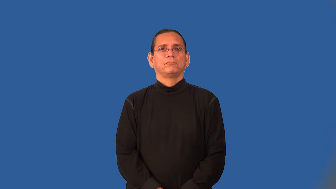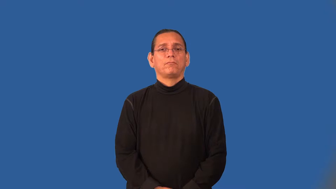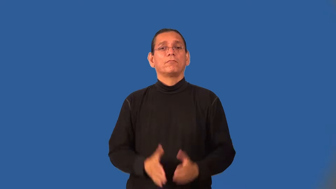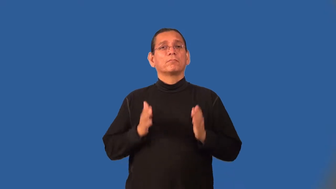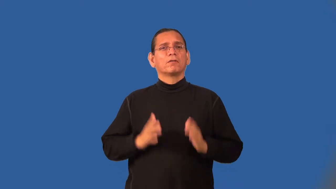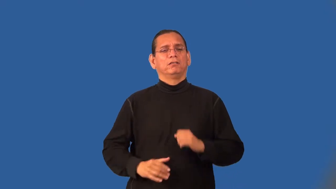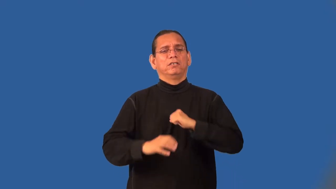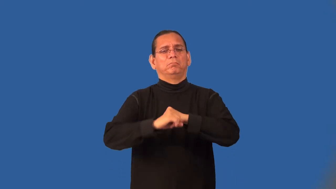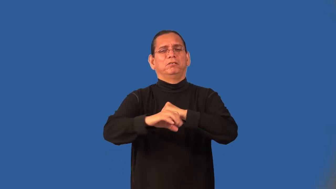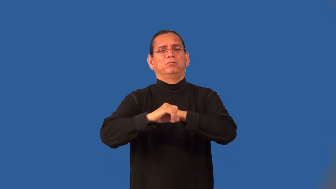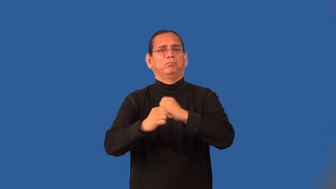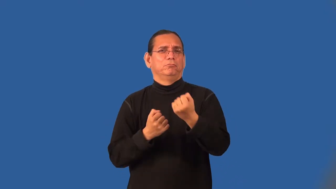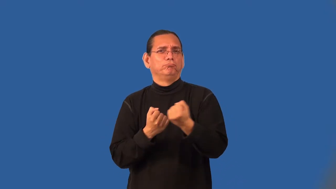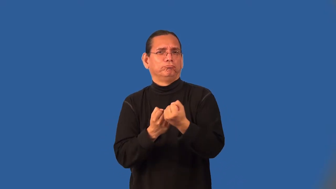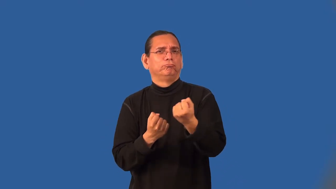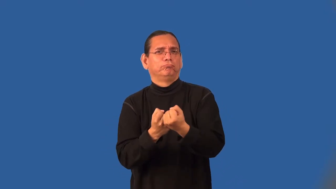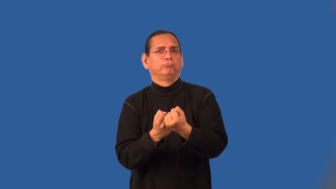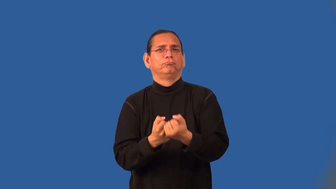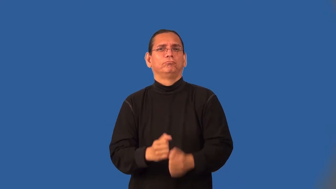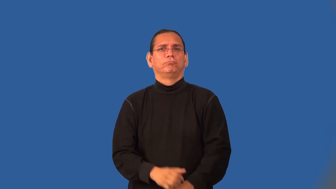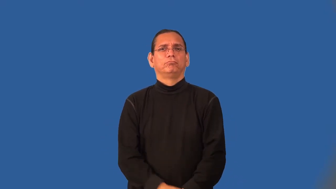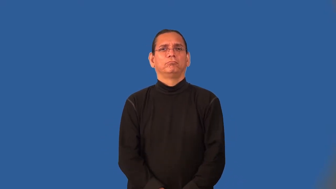crusader